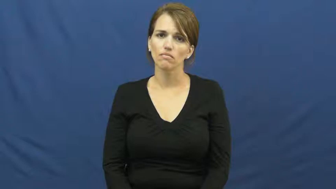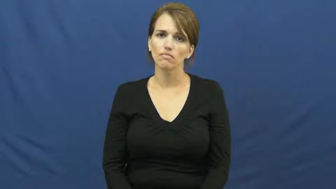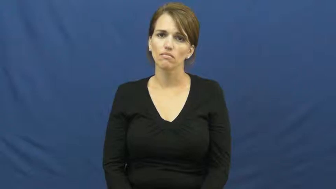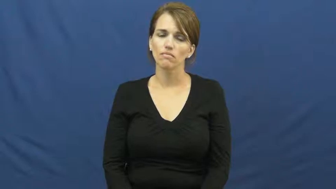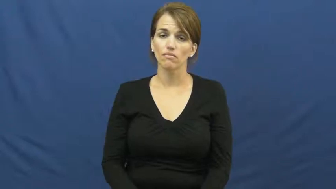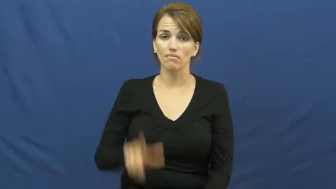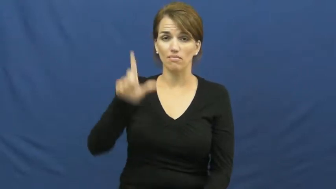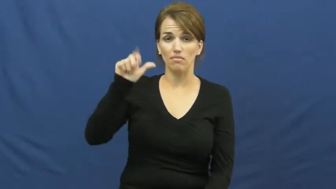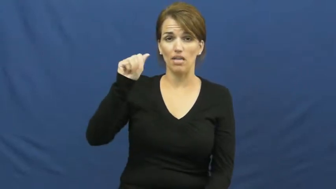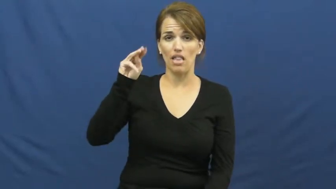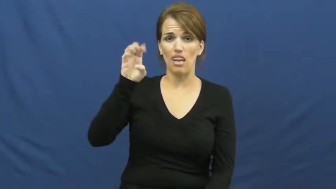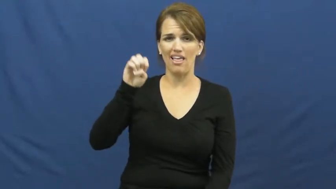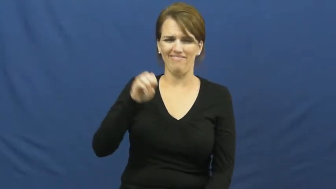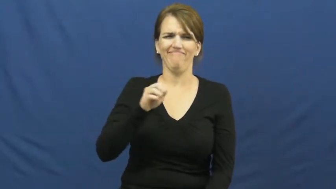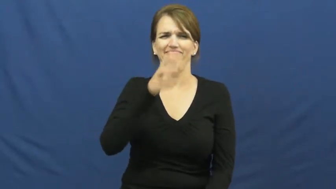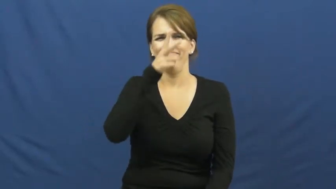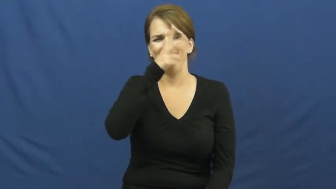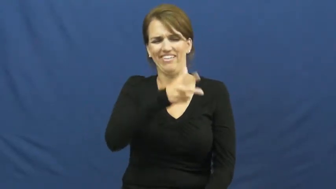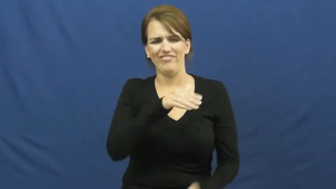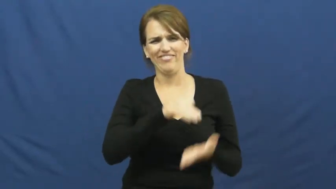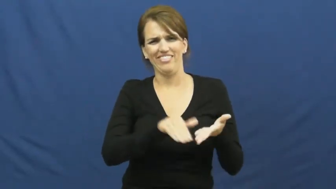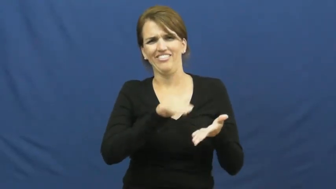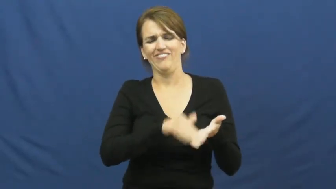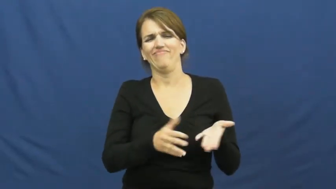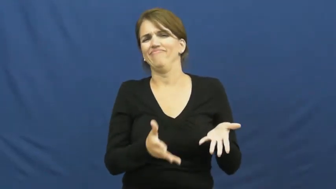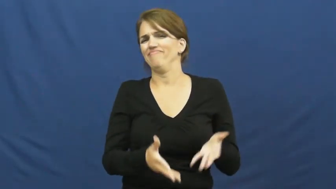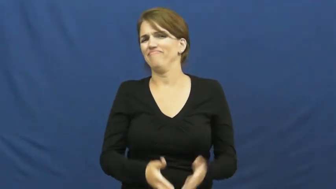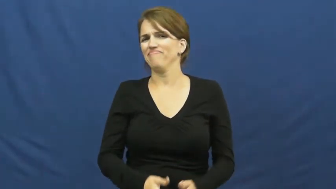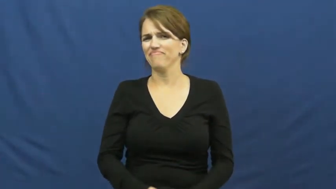lame-excuse